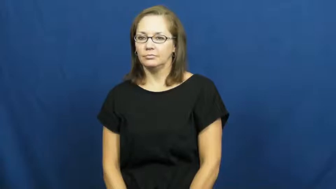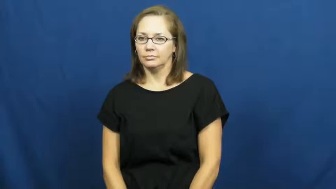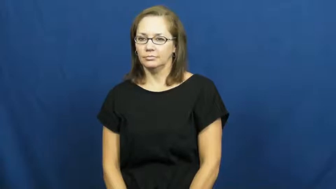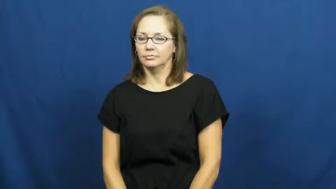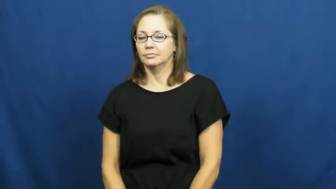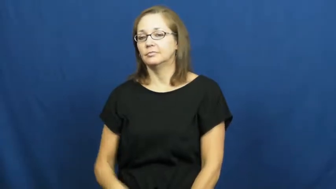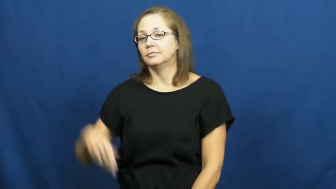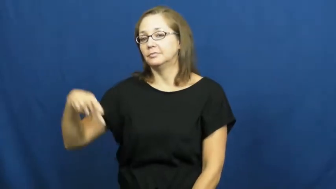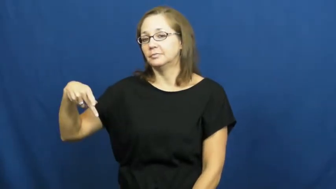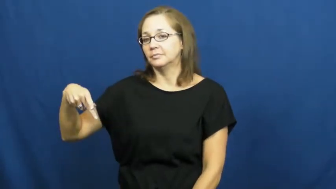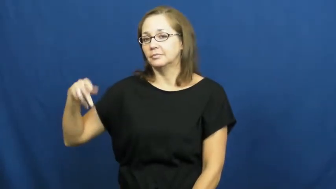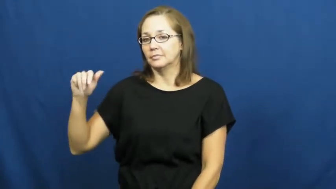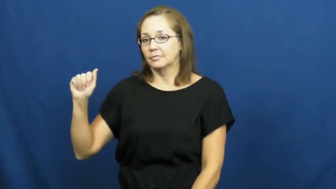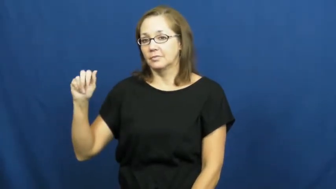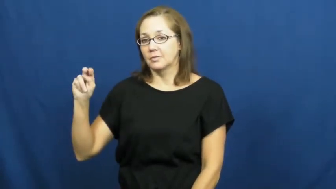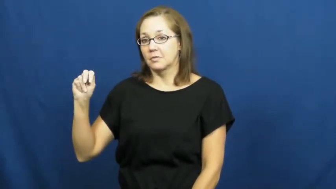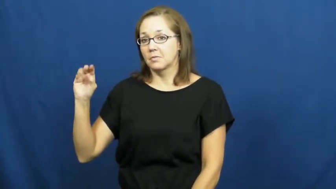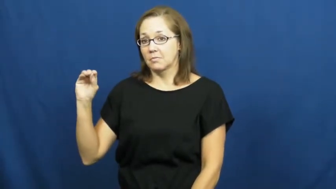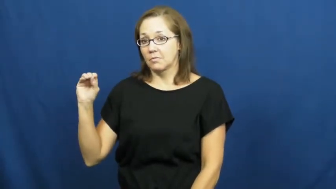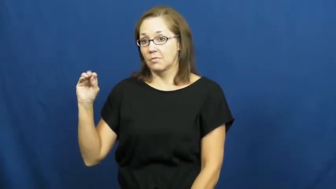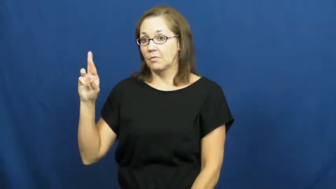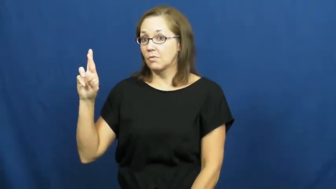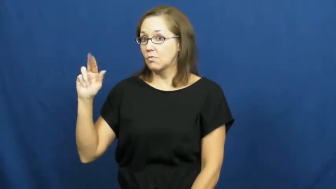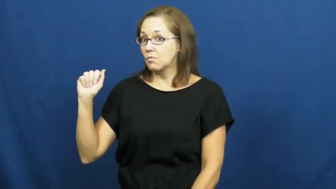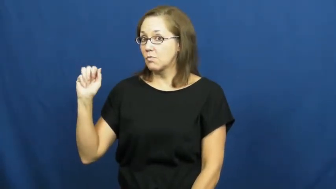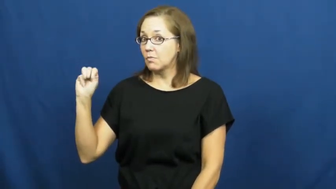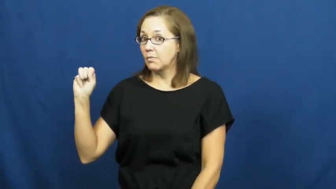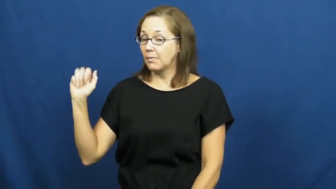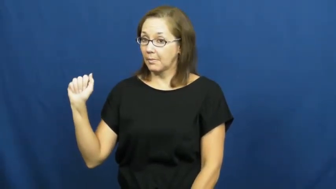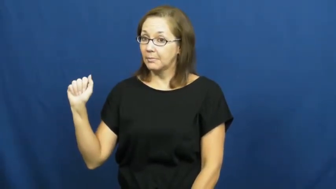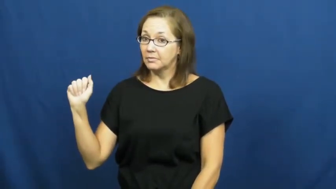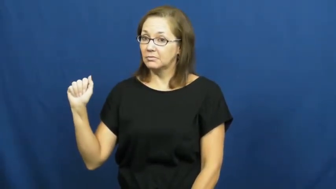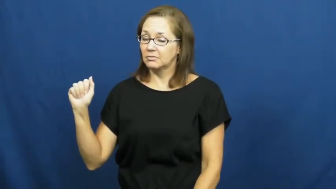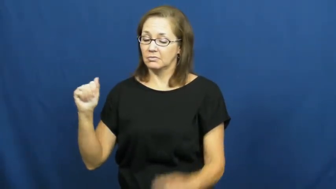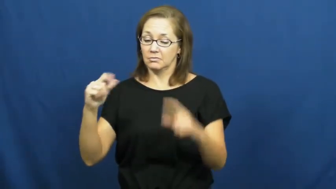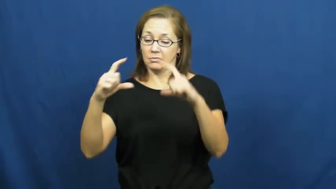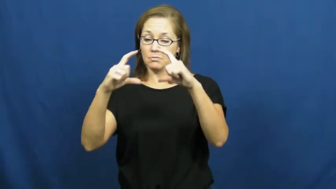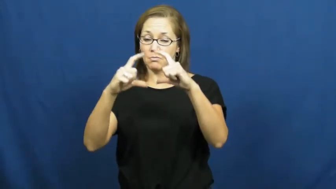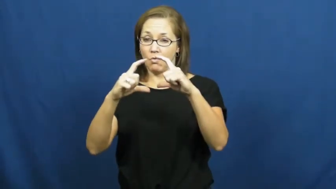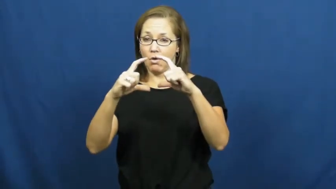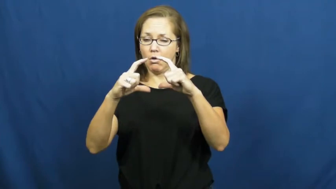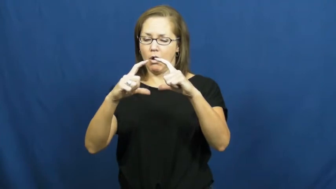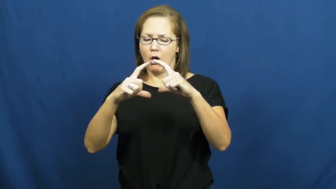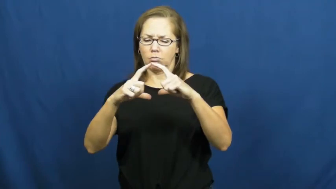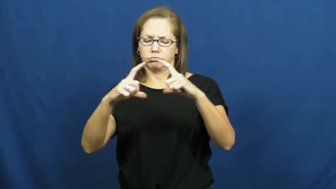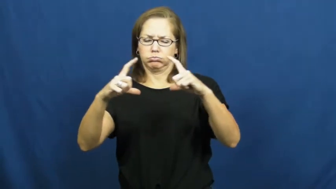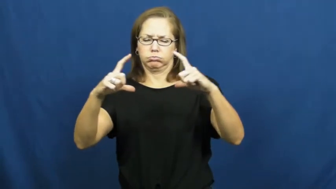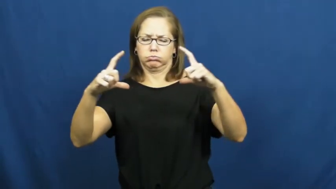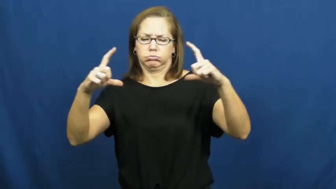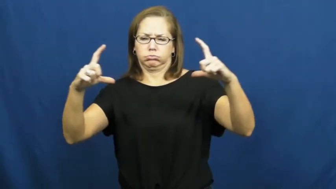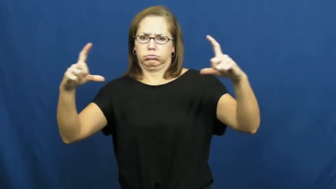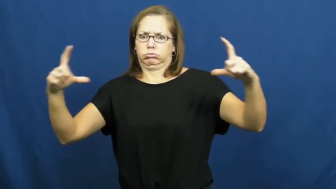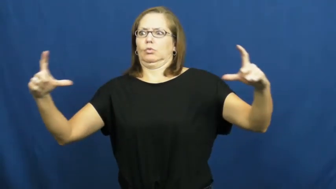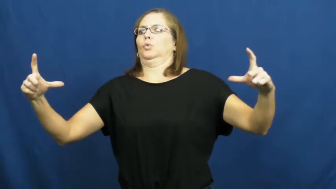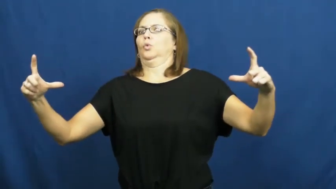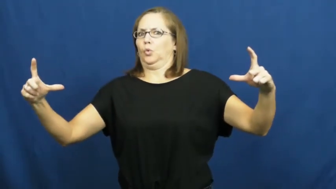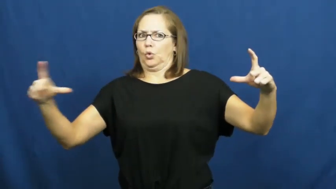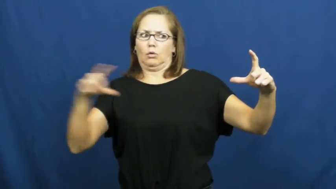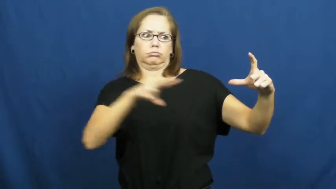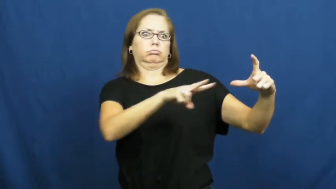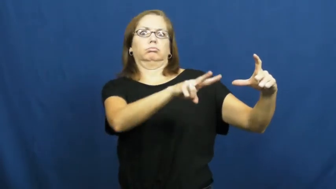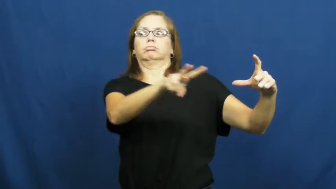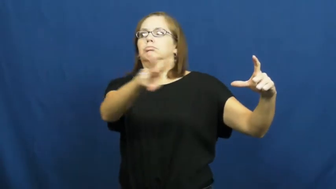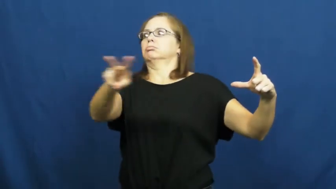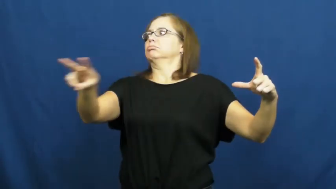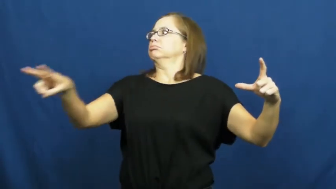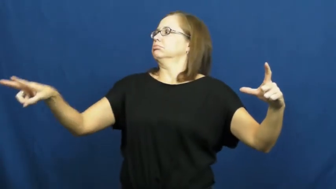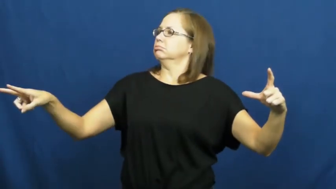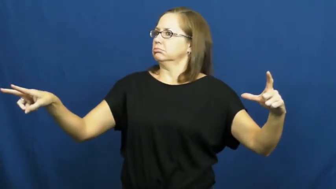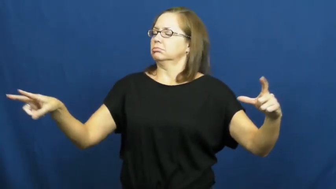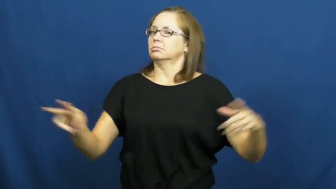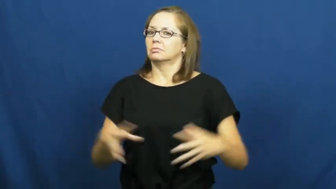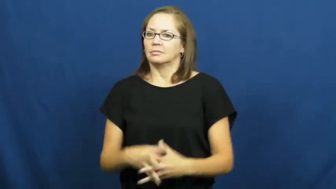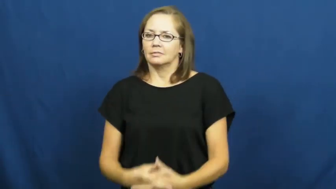panorama